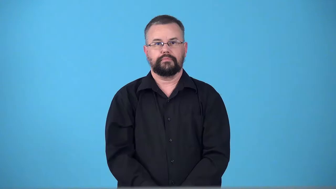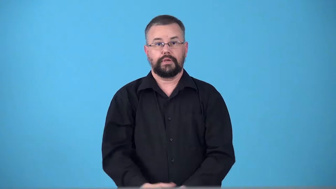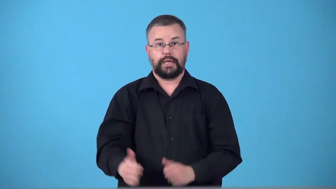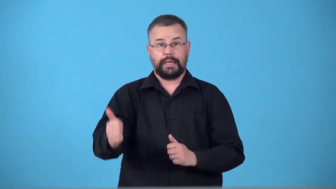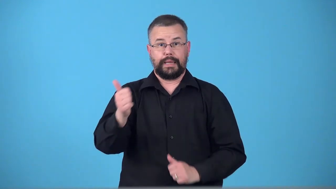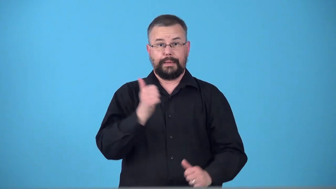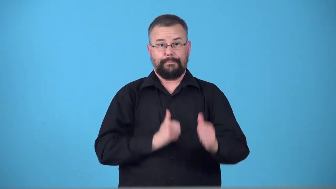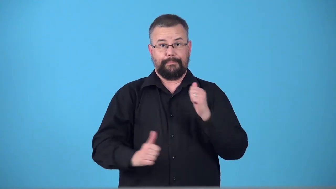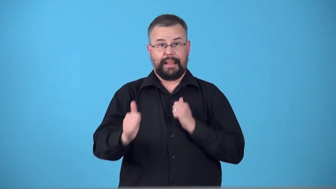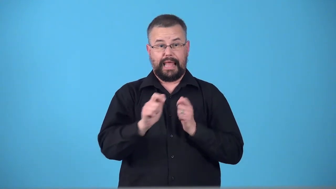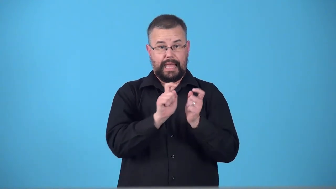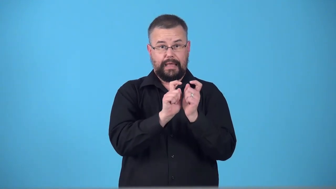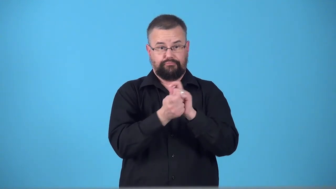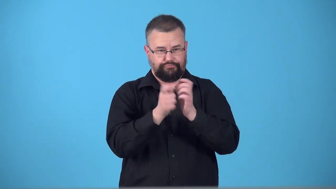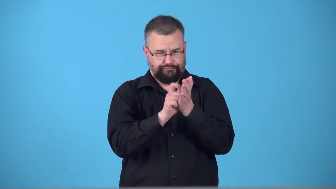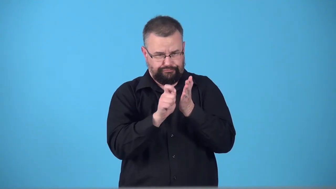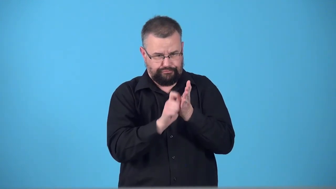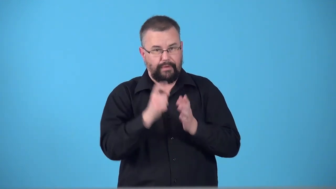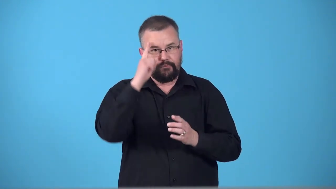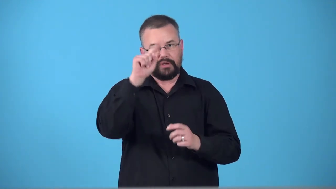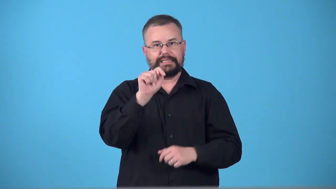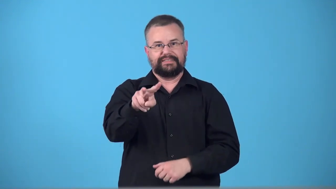teleplay